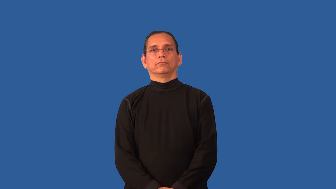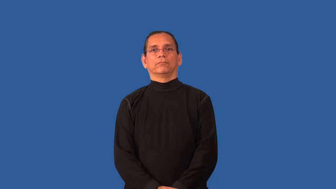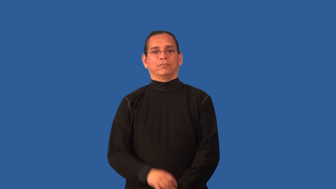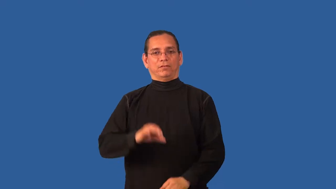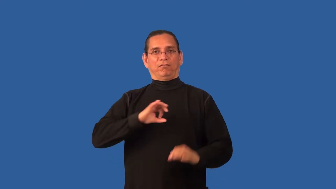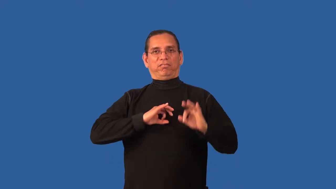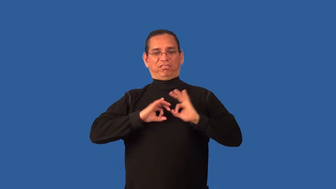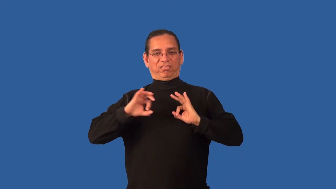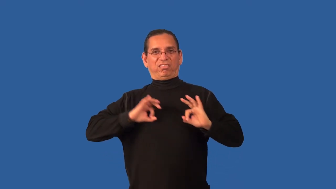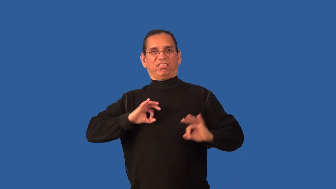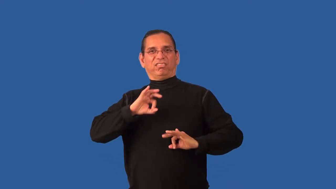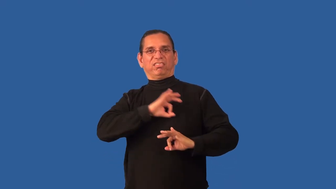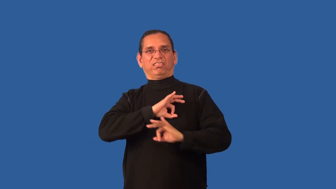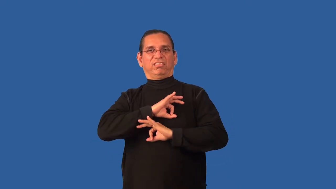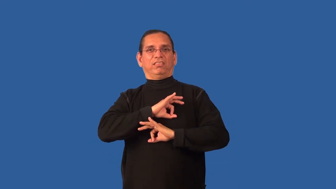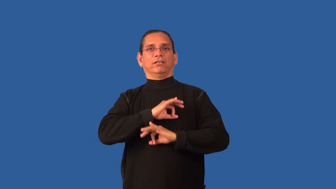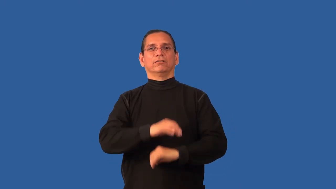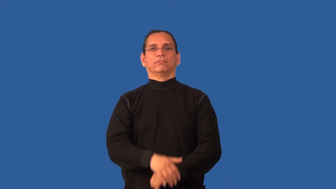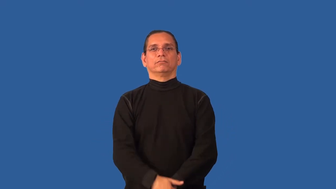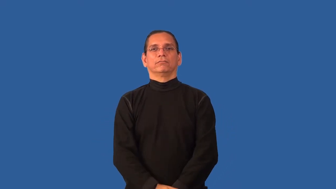blotchy,mottled